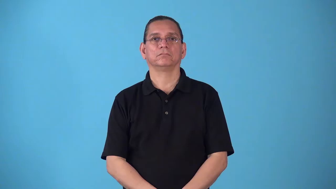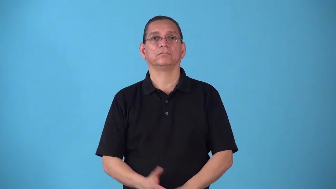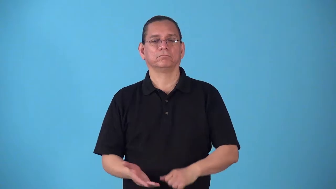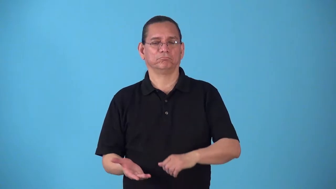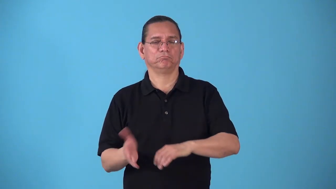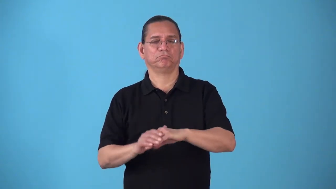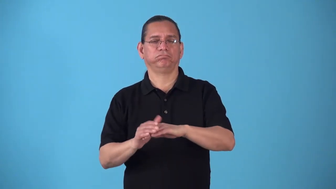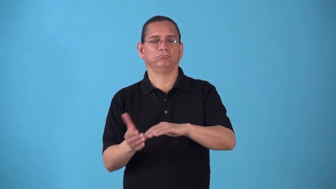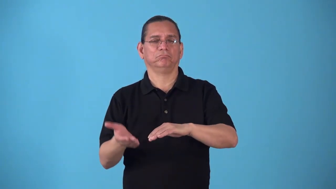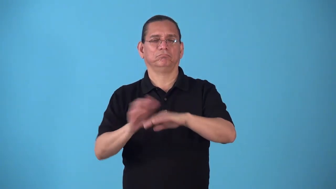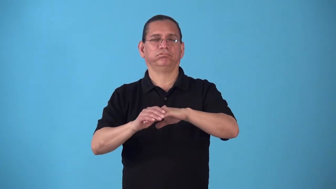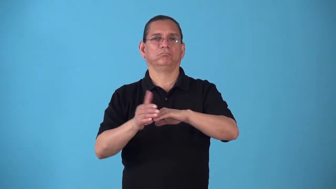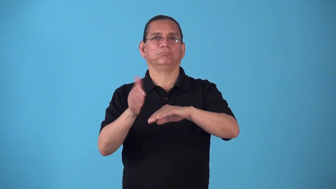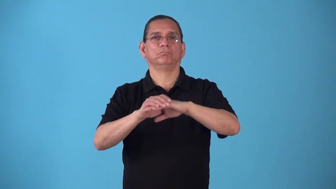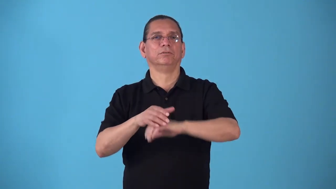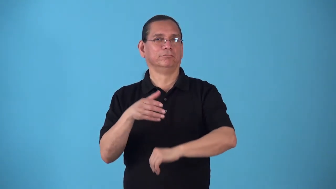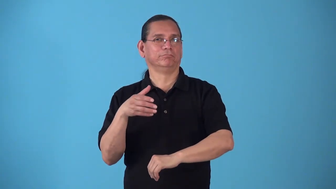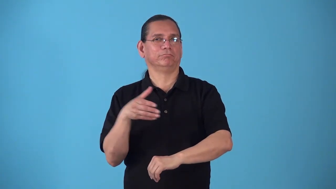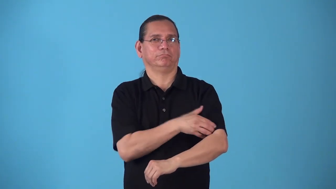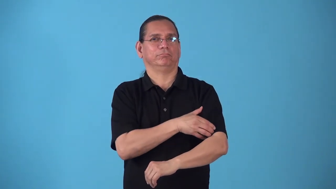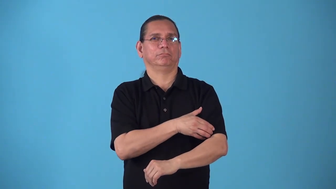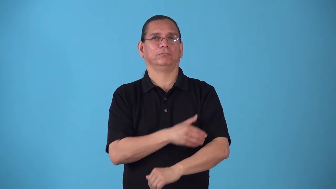soup up-add power